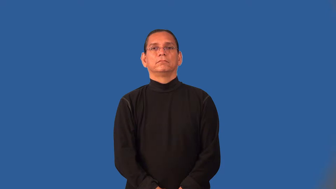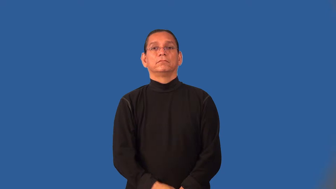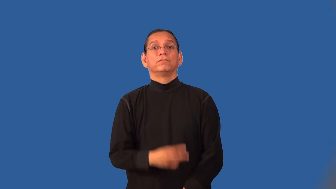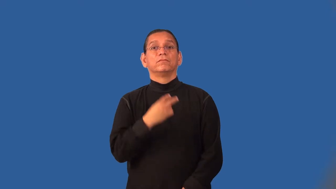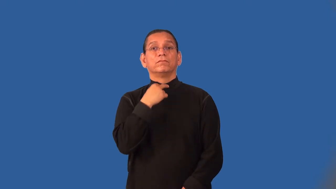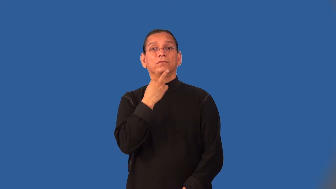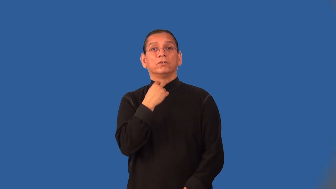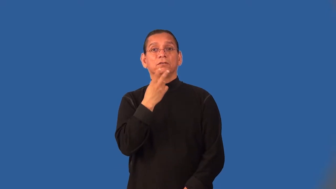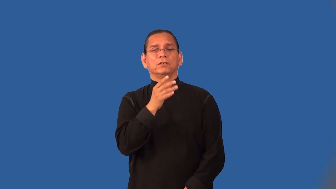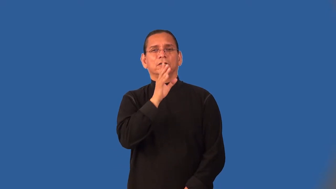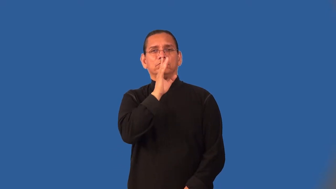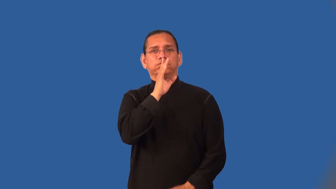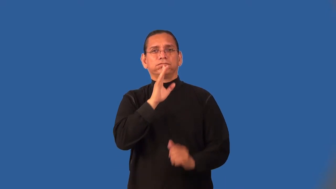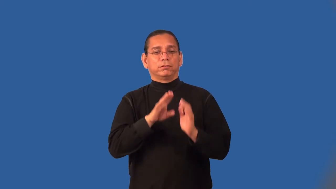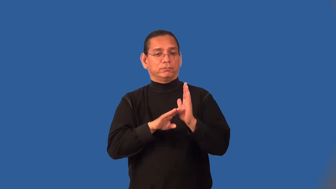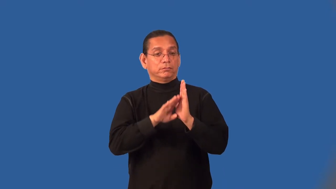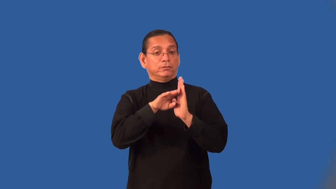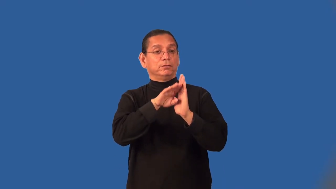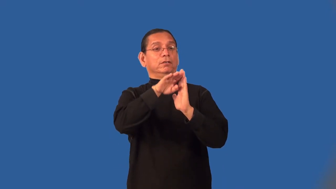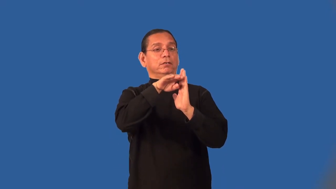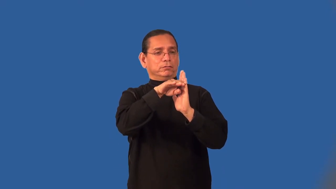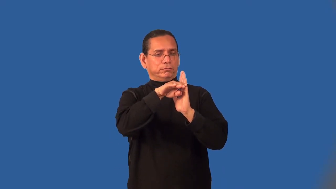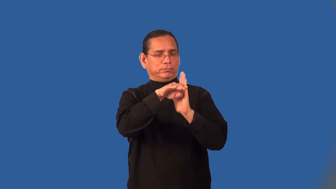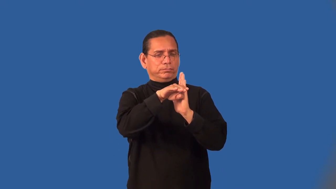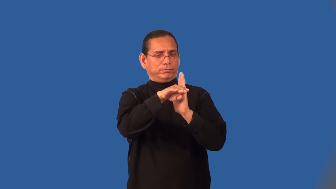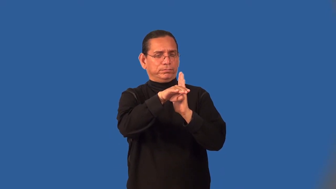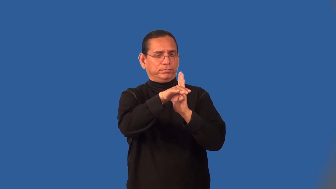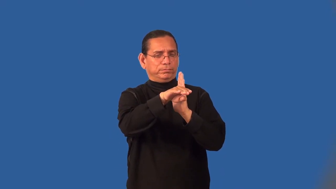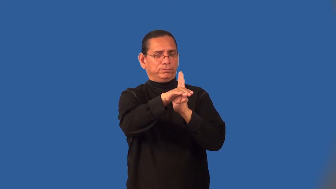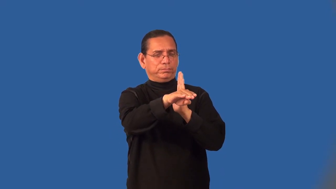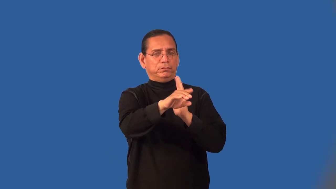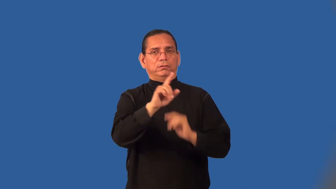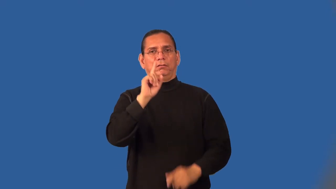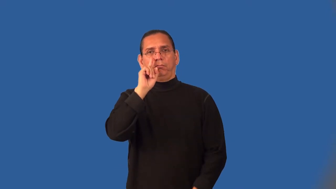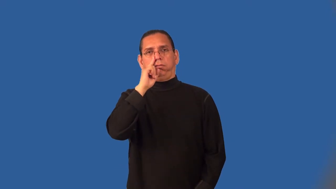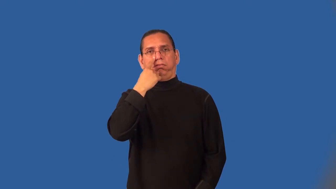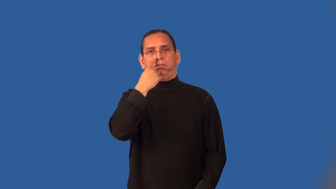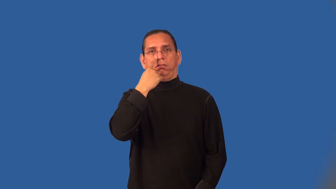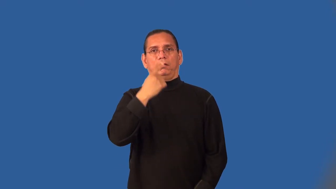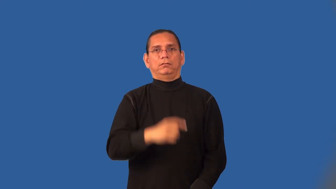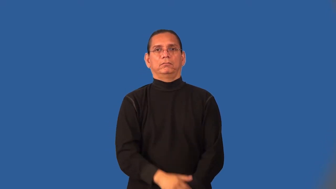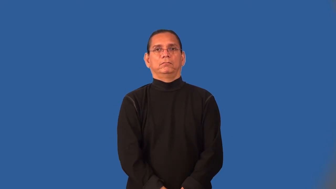monotone,flat